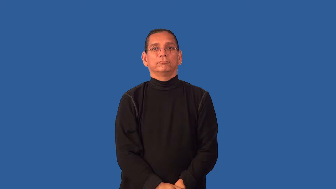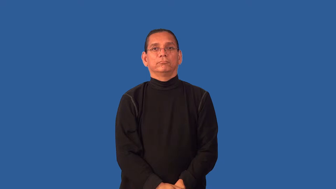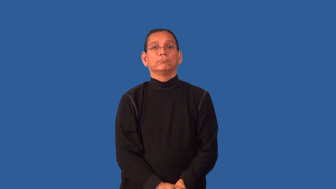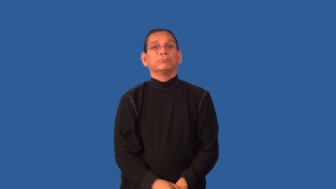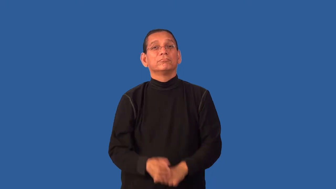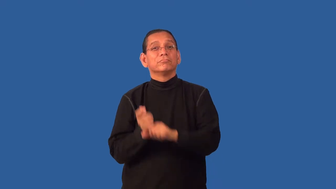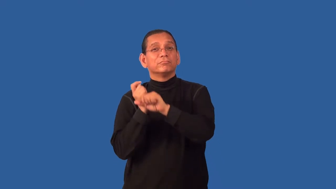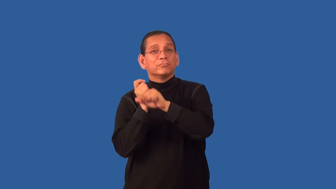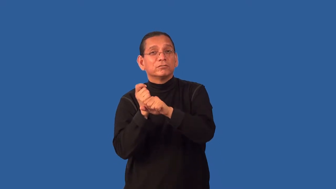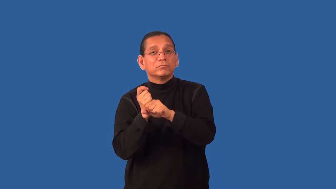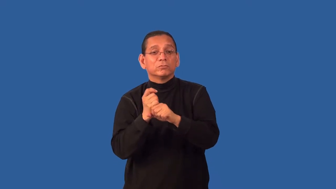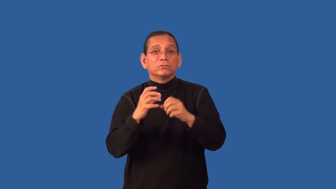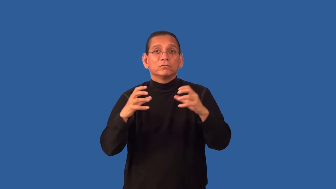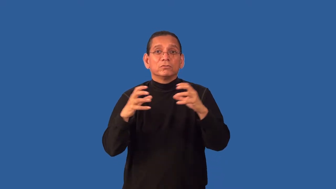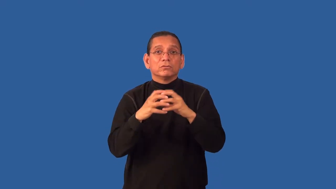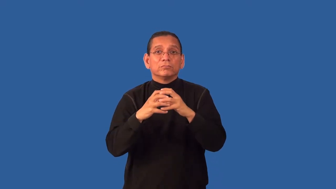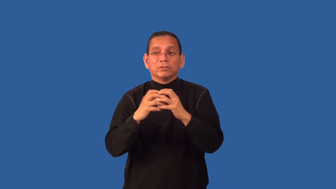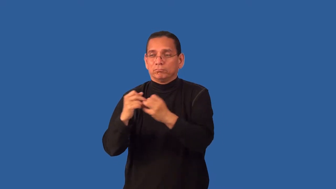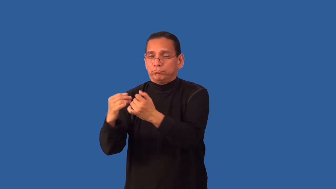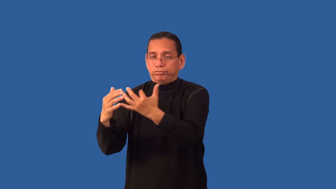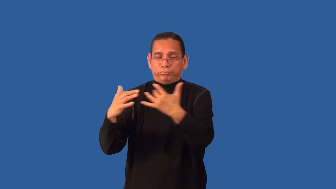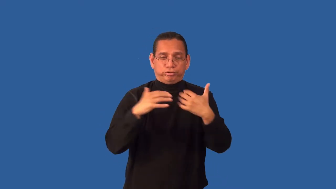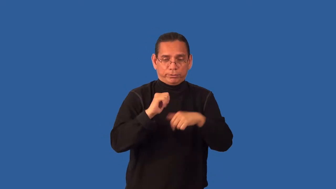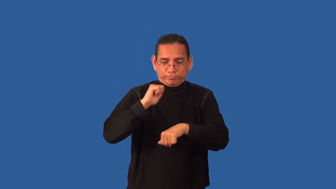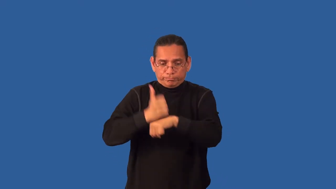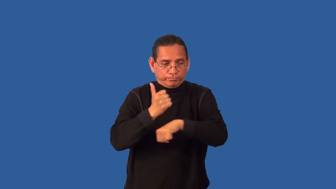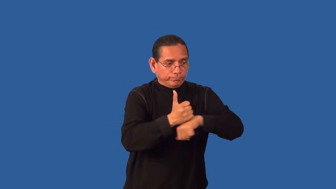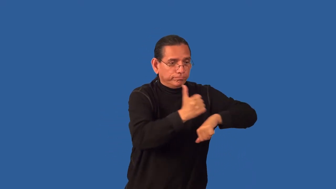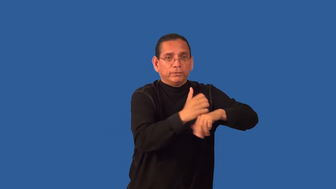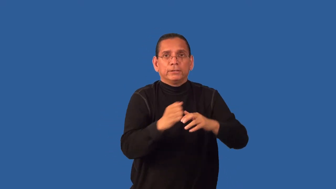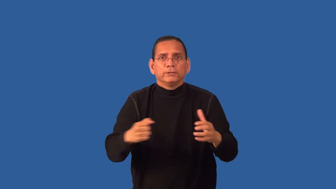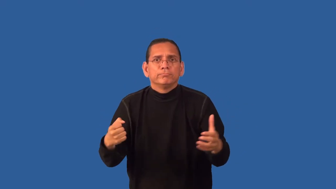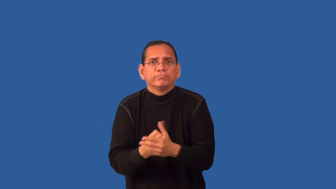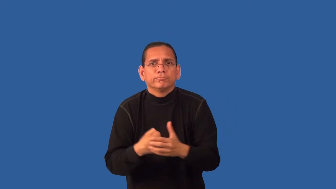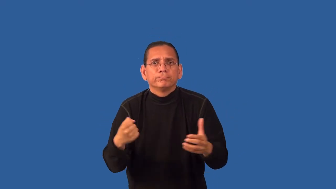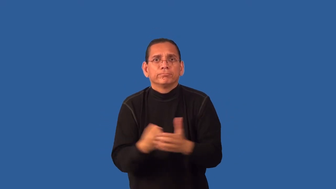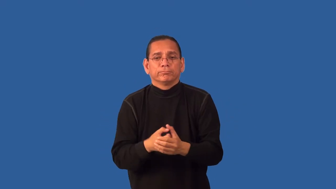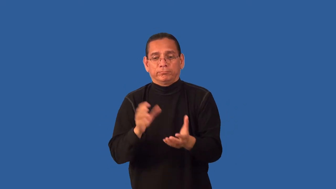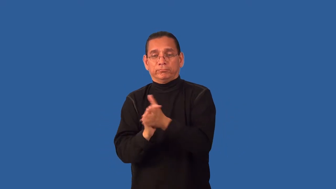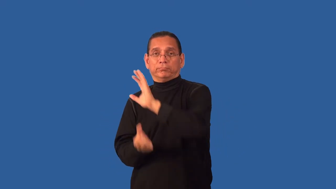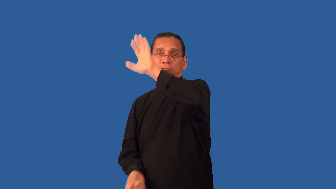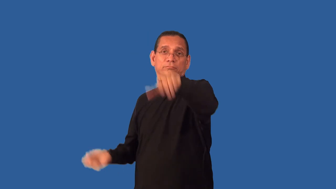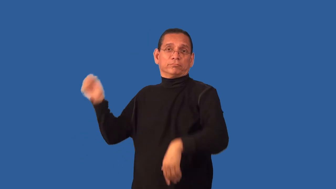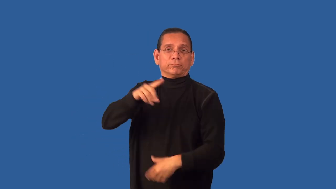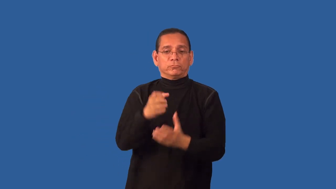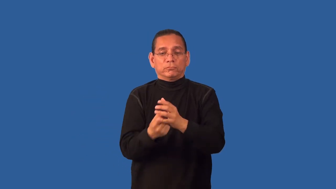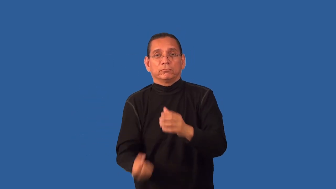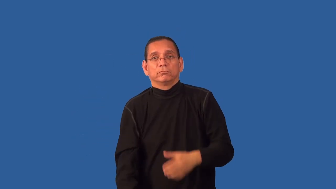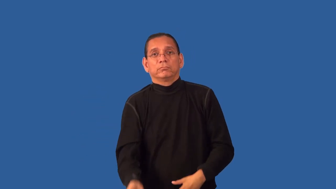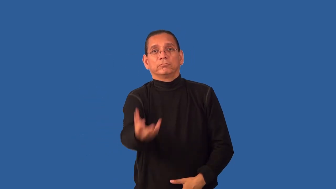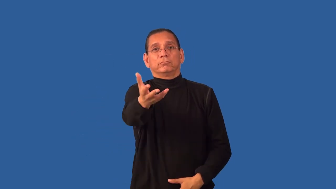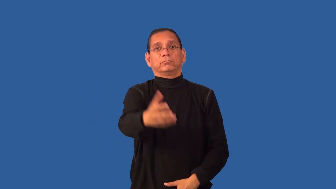field-organize a team and play